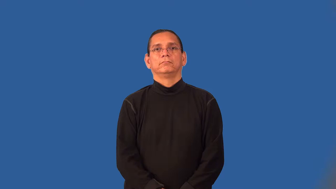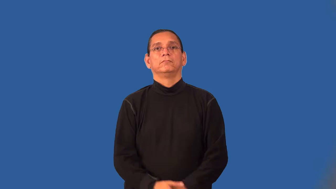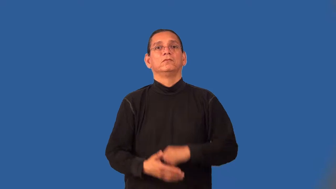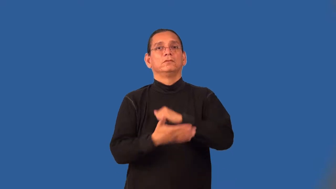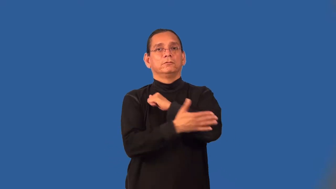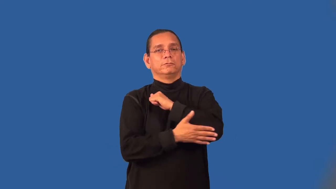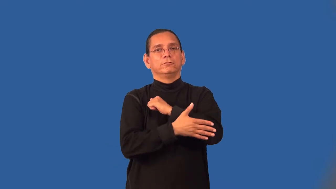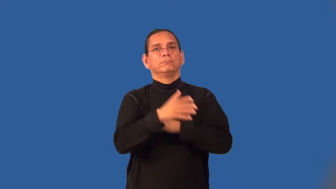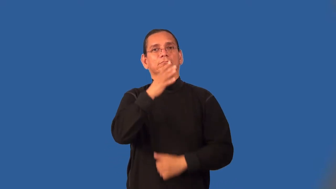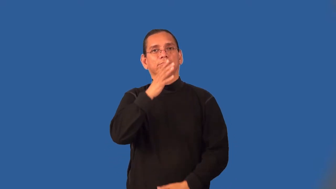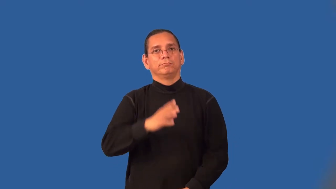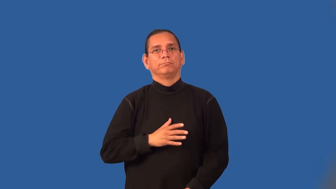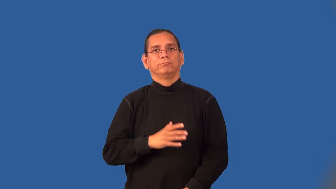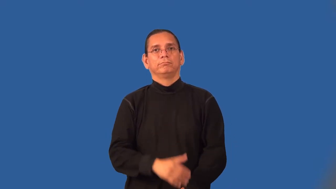countrywoman